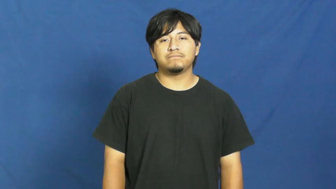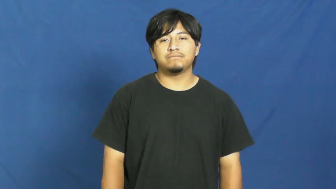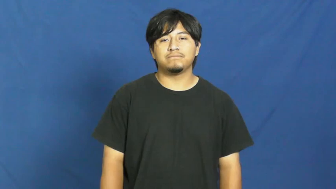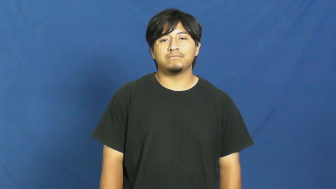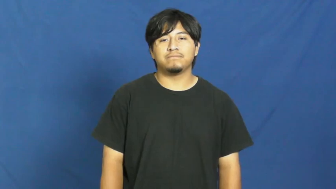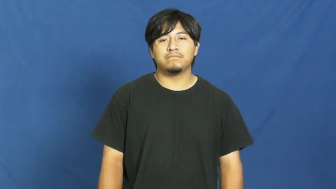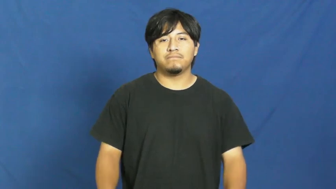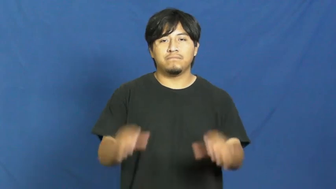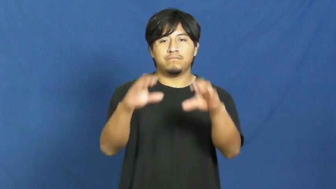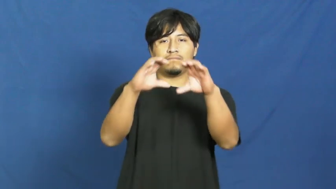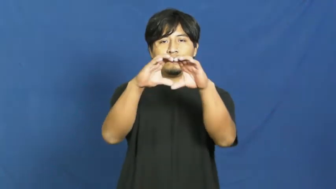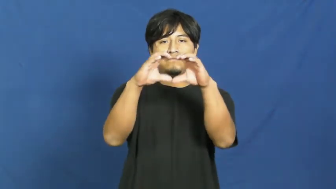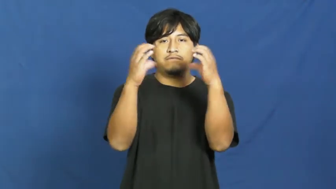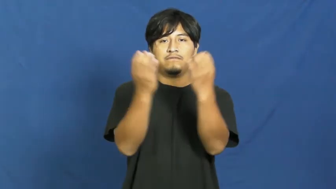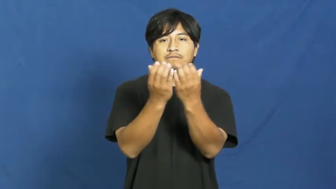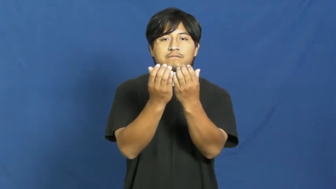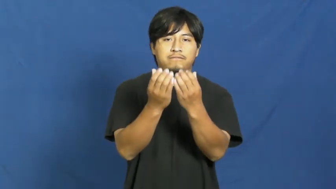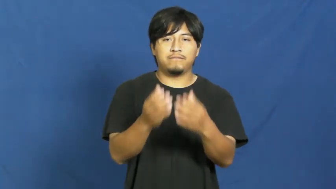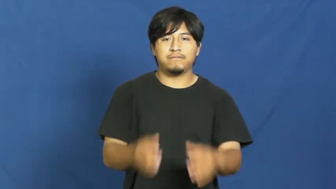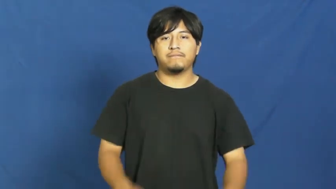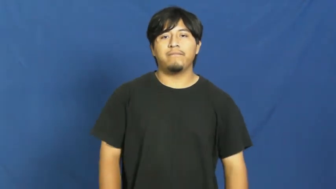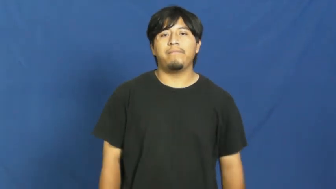faction